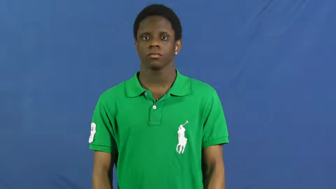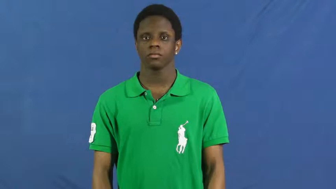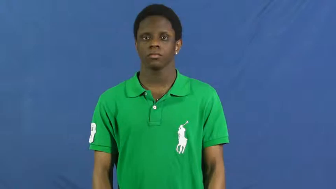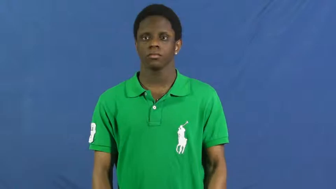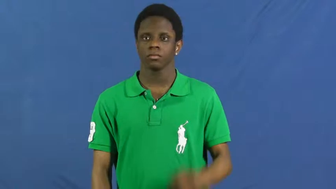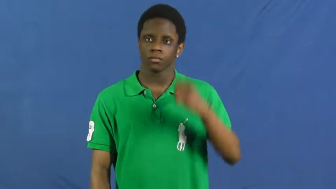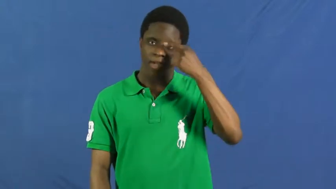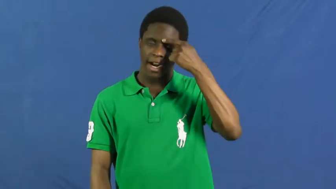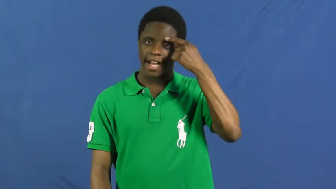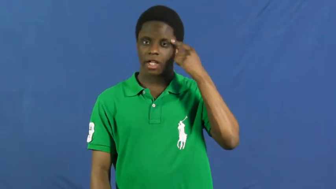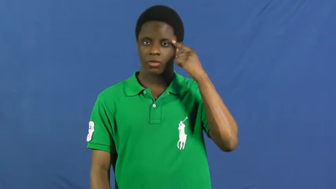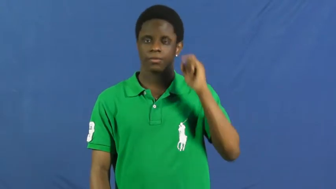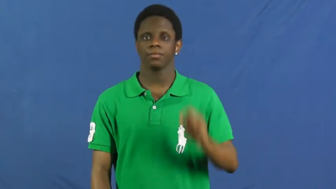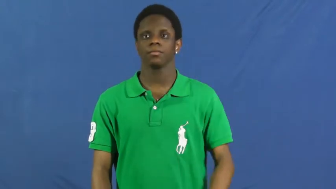eyebrow